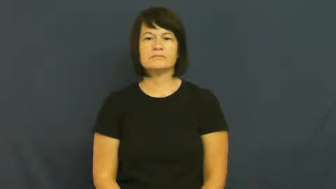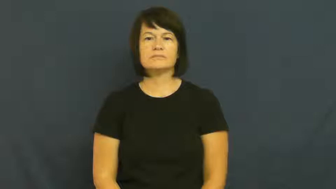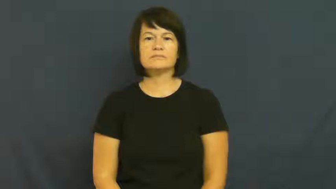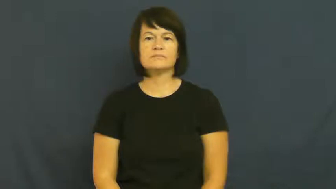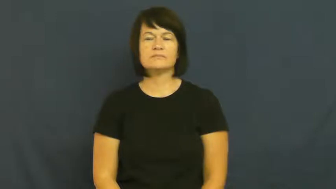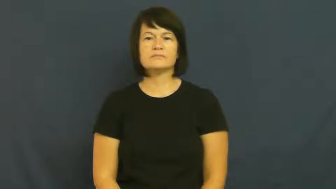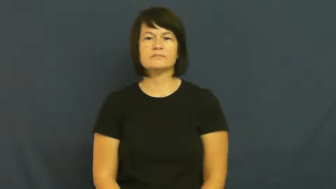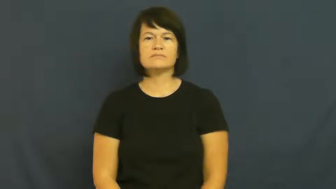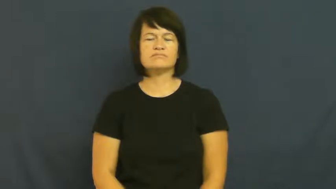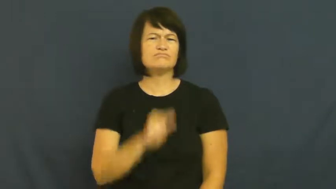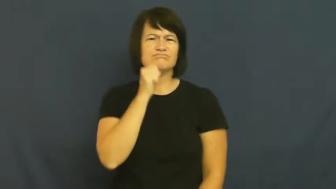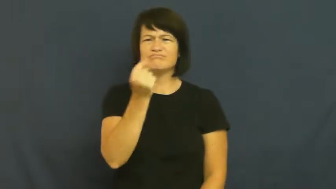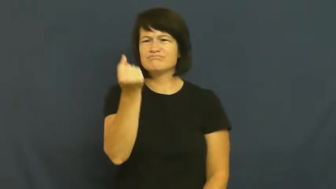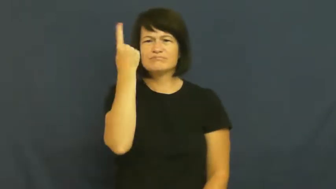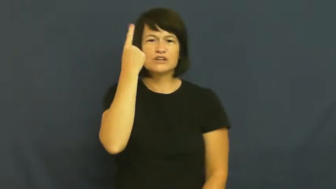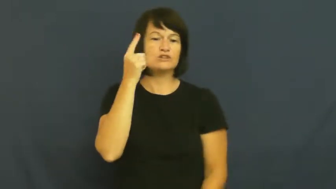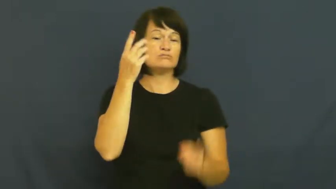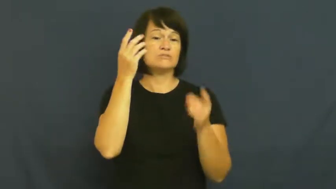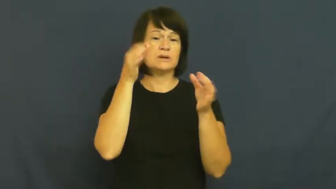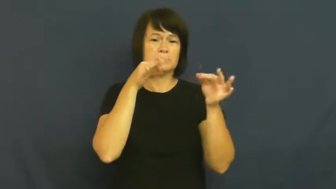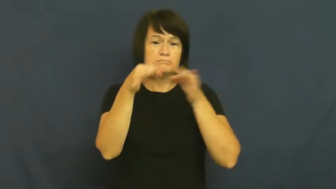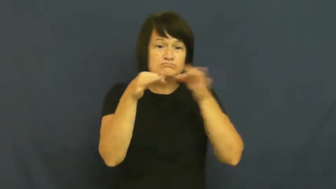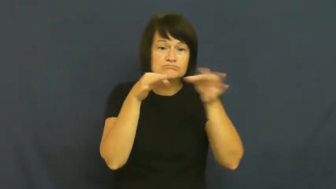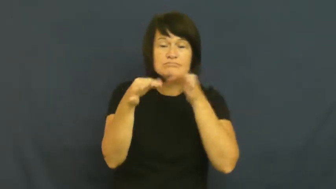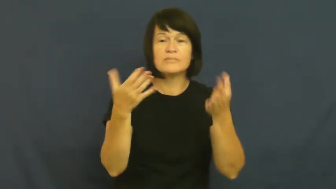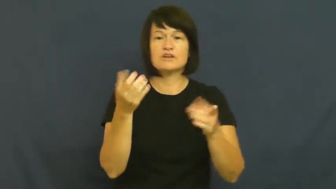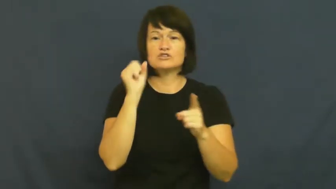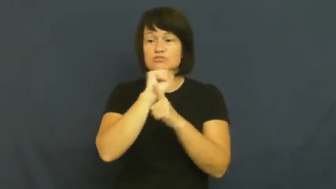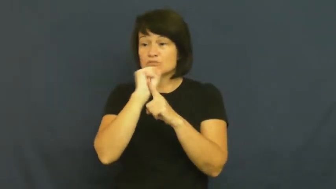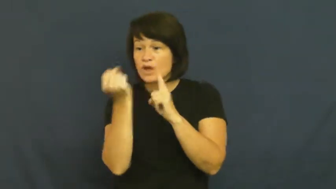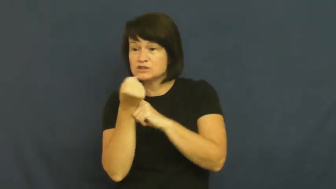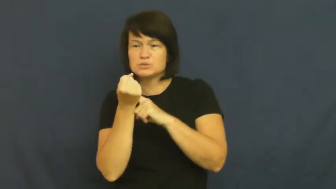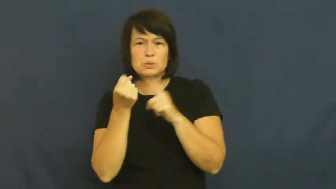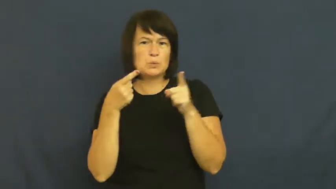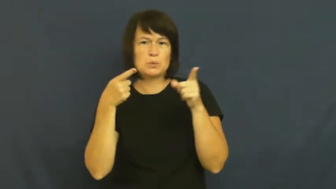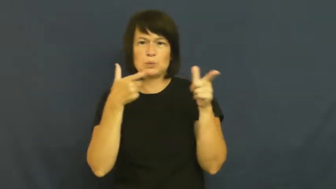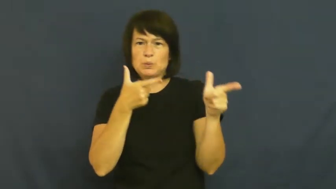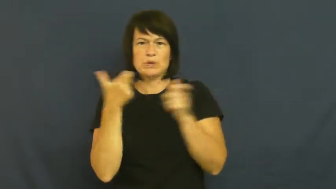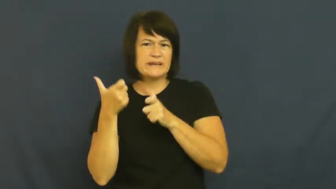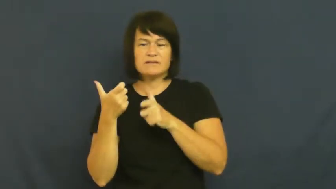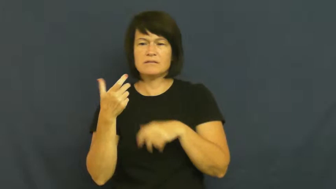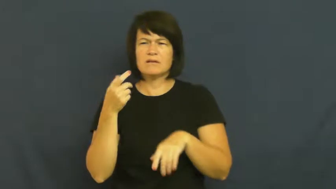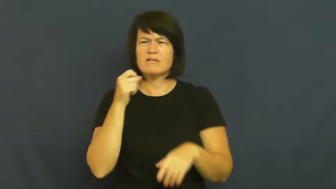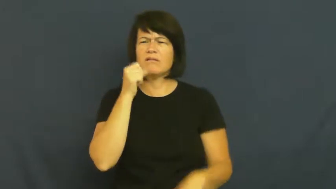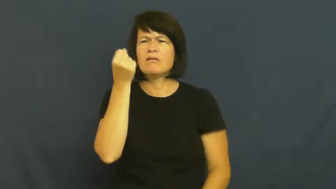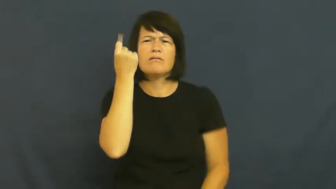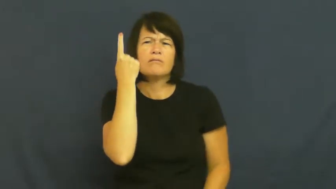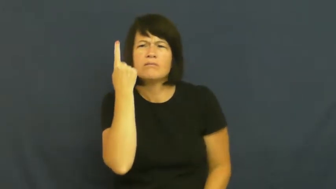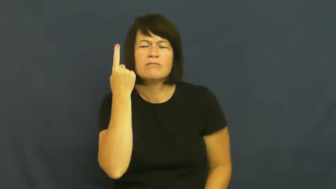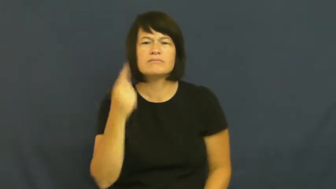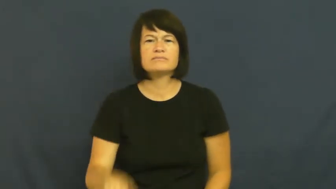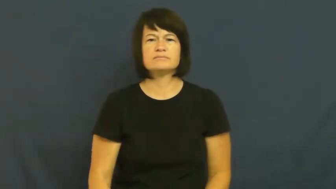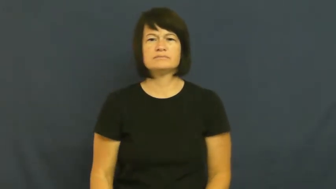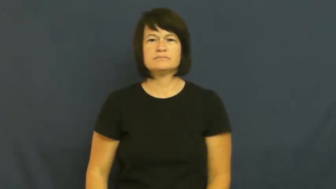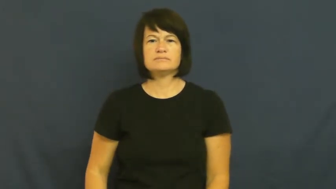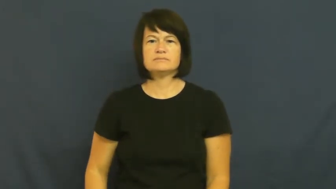obtuse,dim,dull-dumb